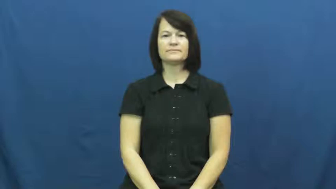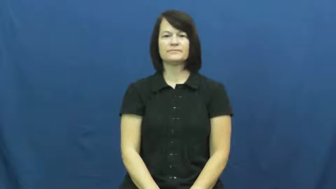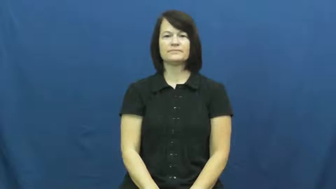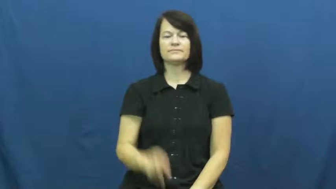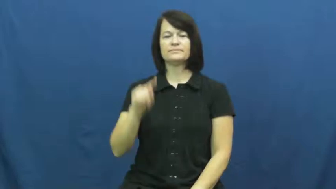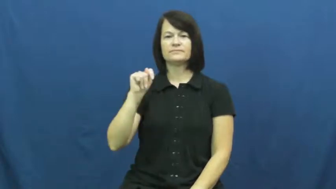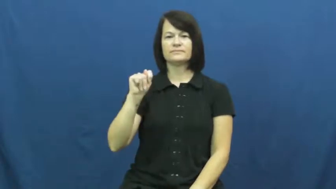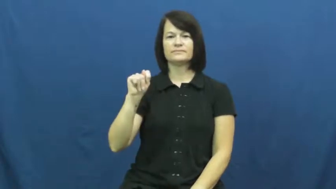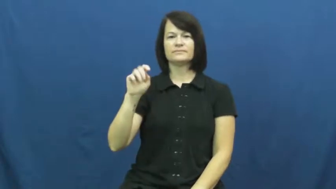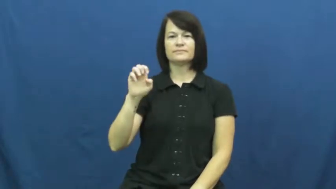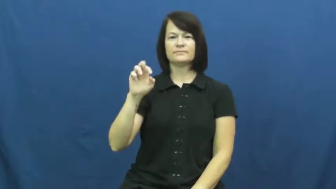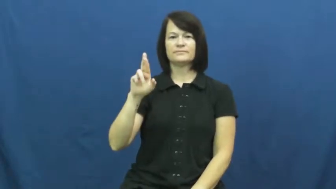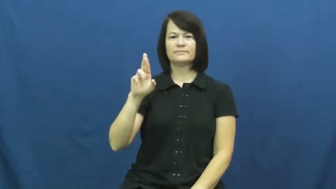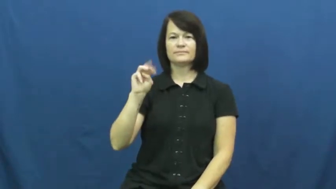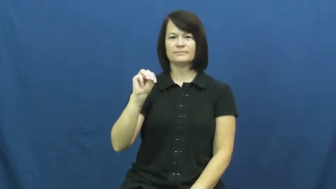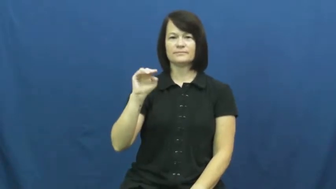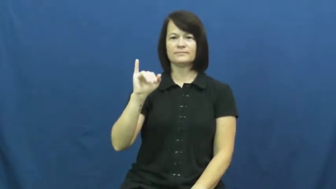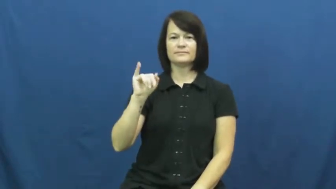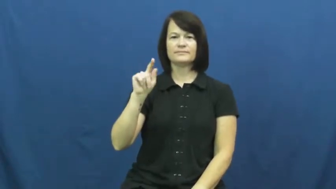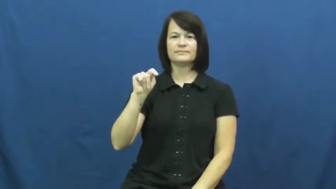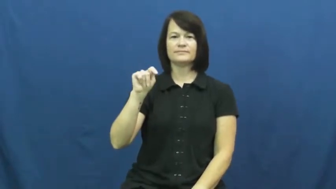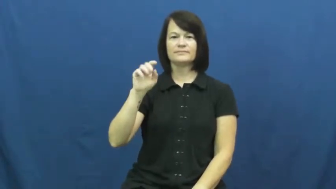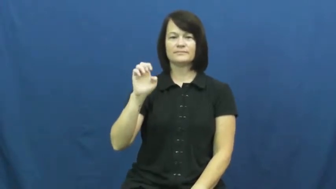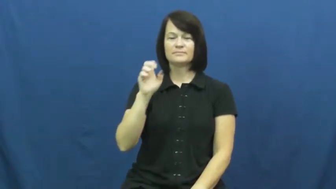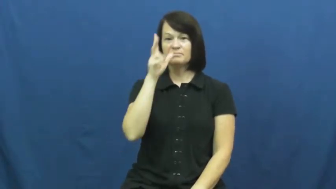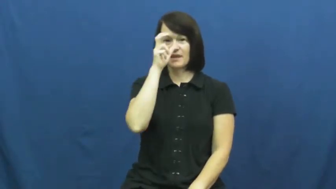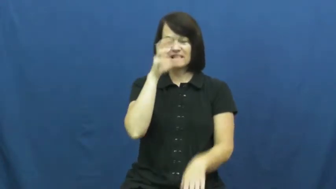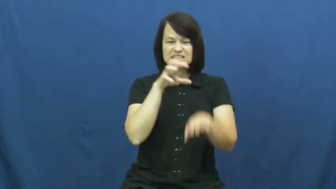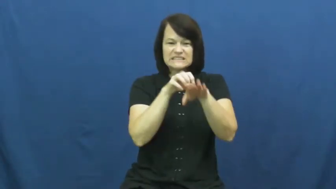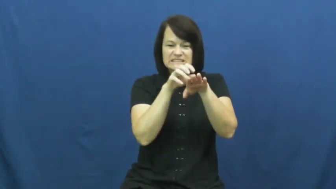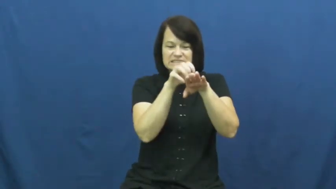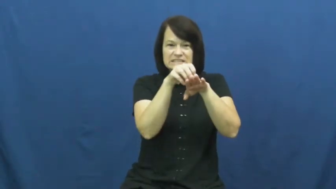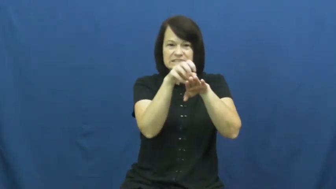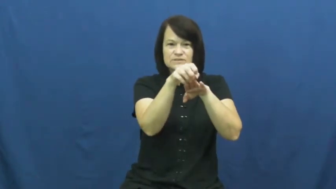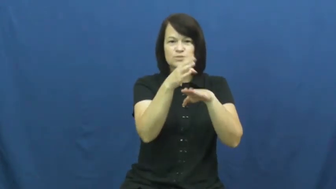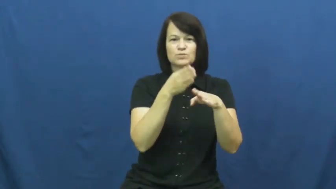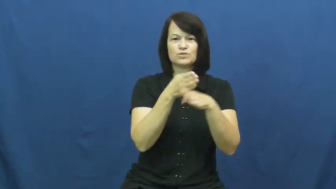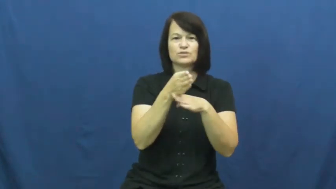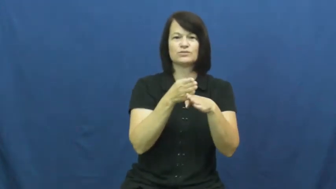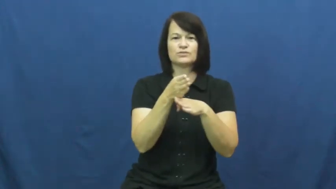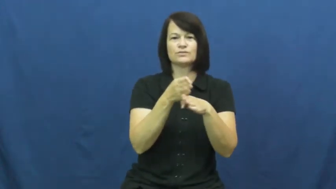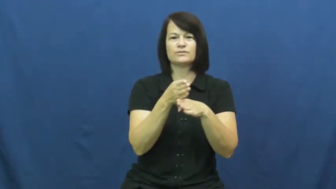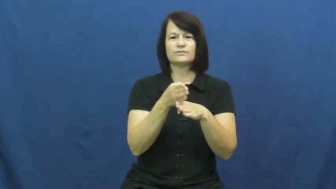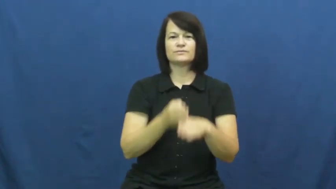termite